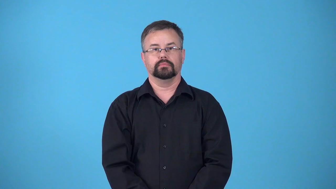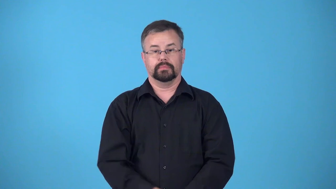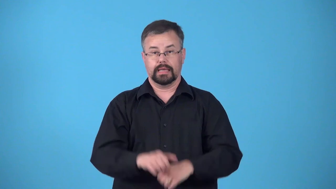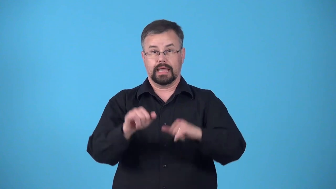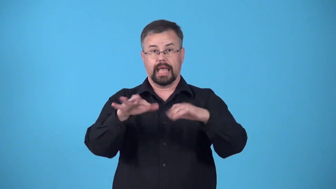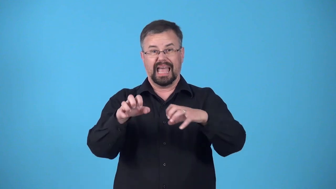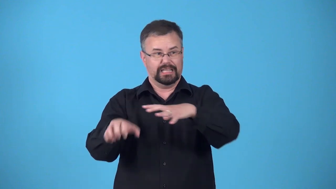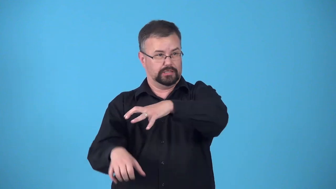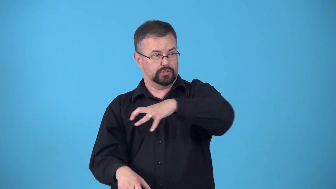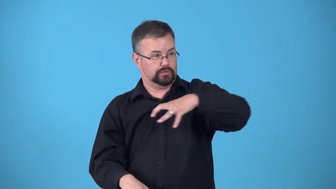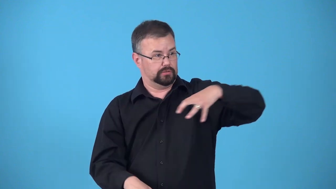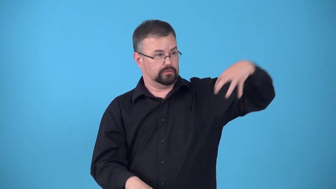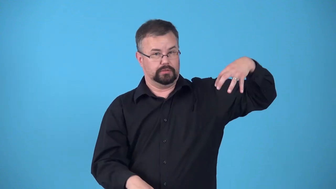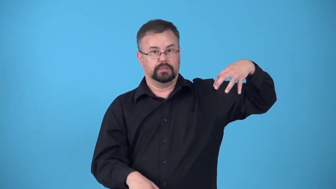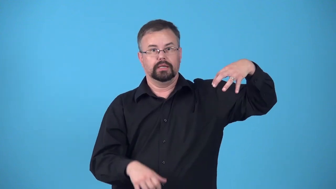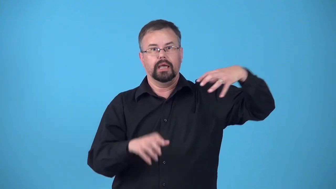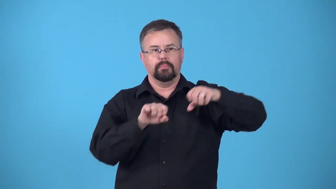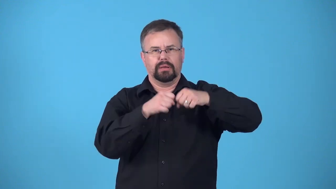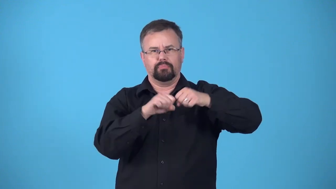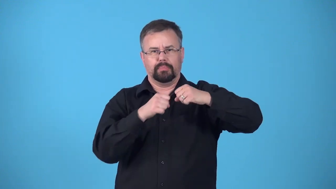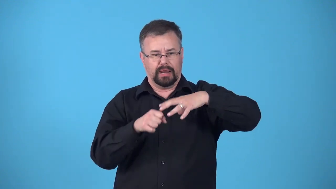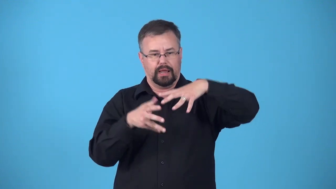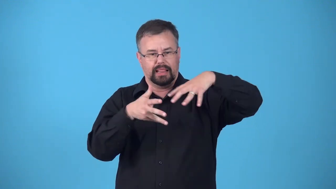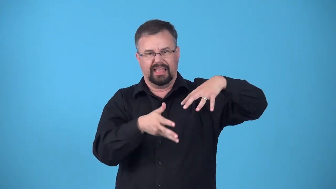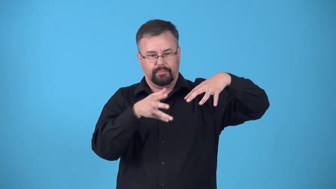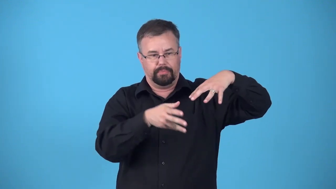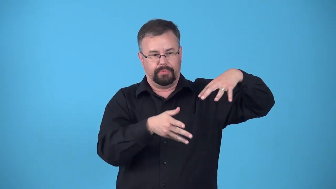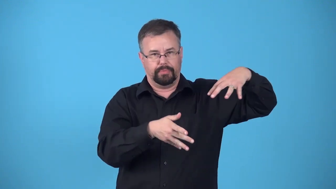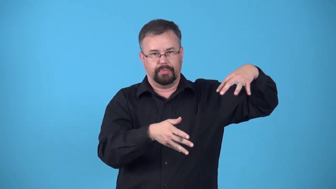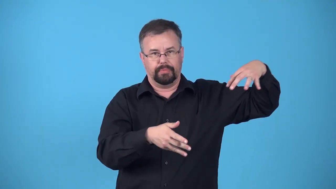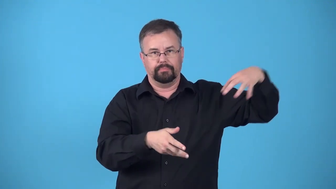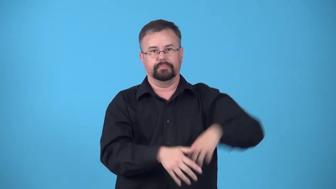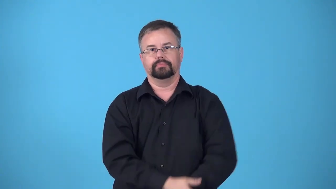calve-galciers releasing ice